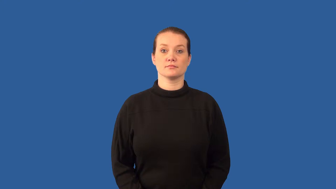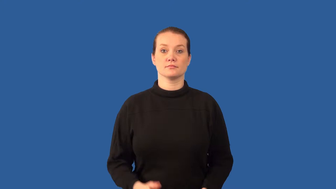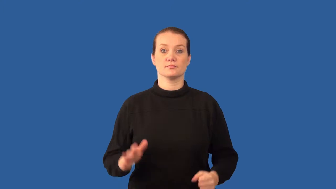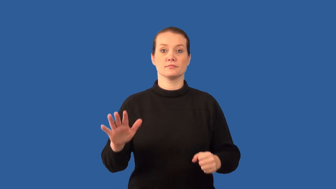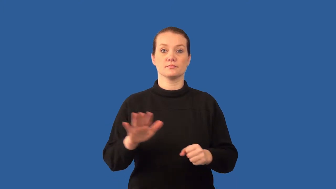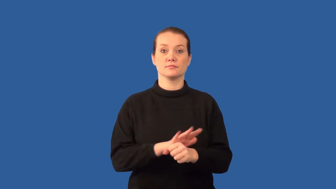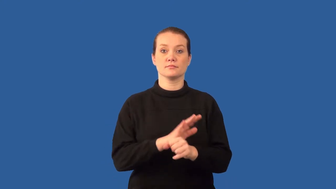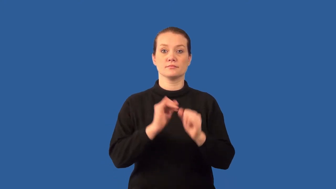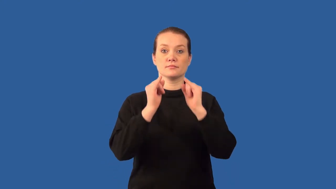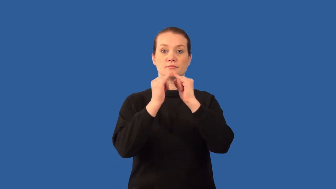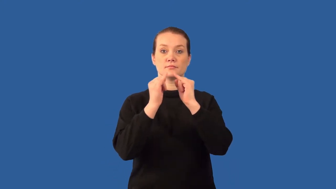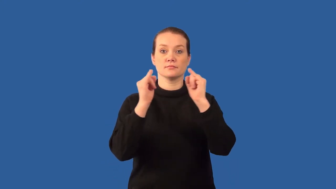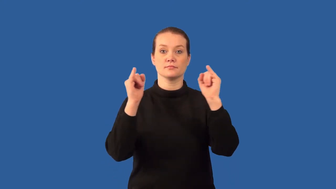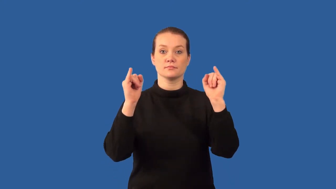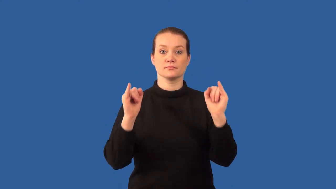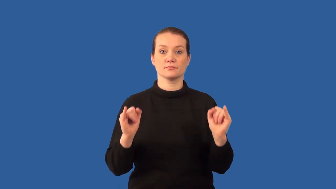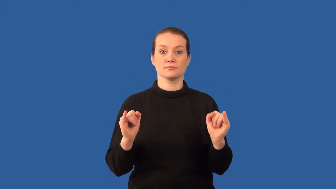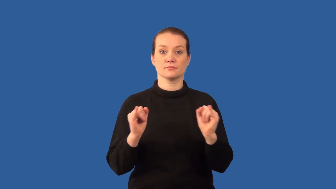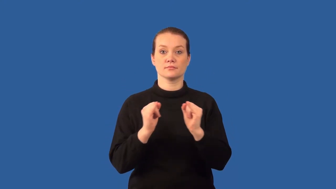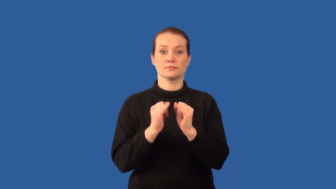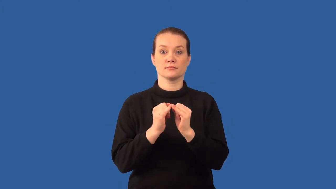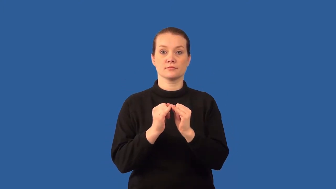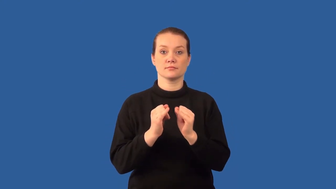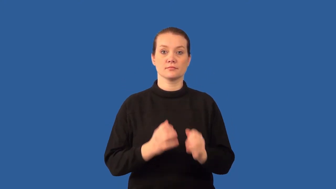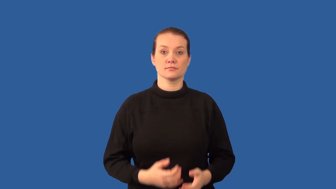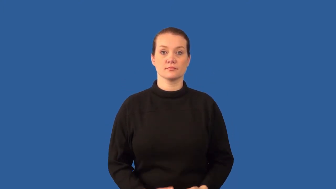circuit-electric